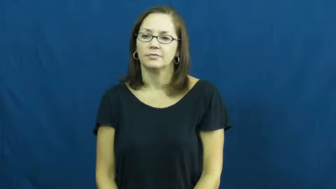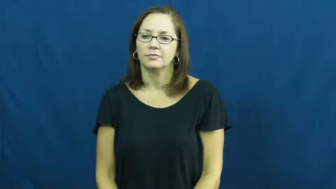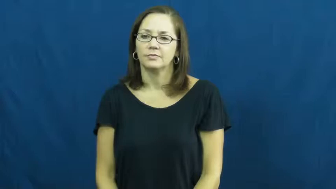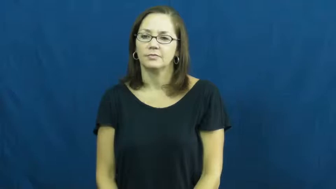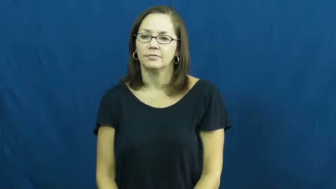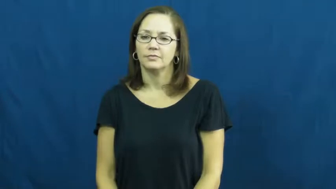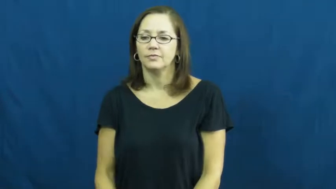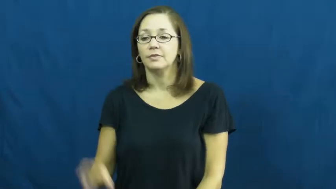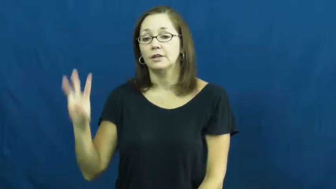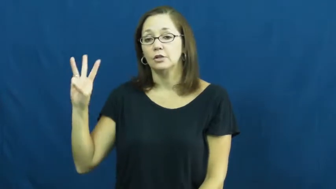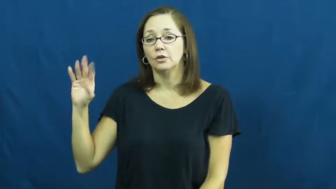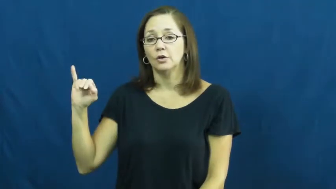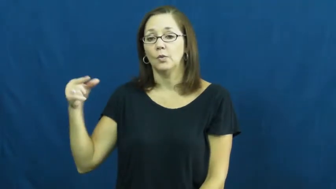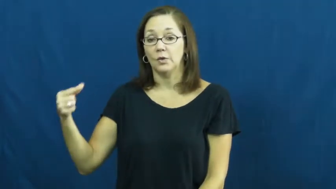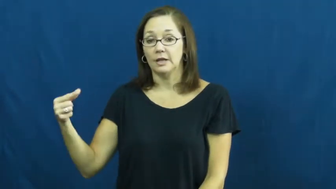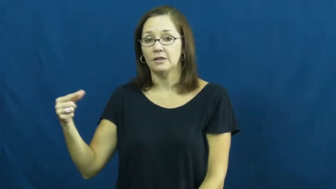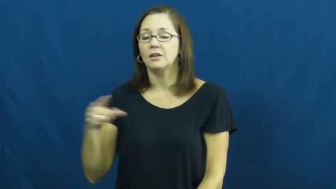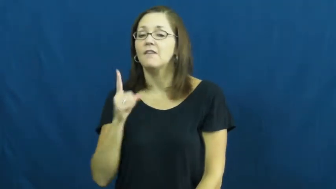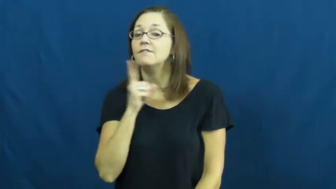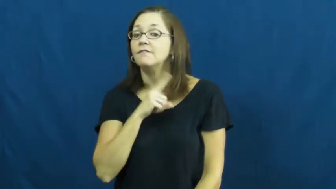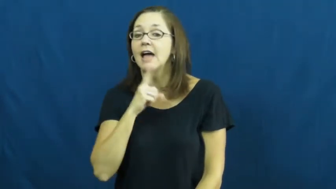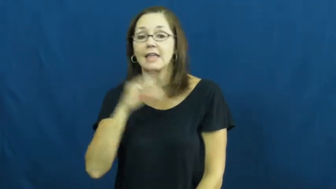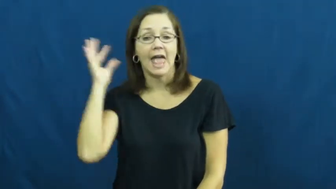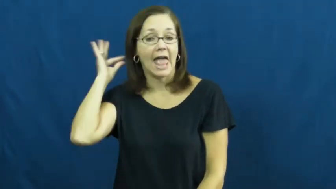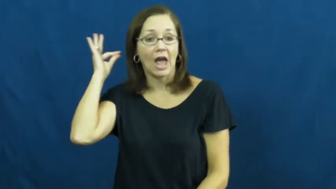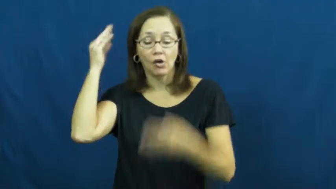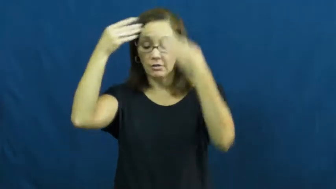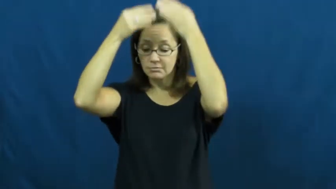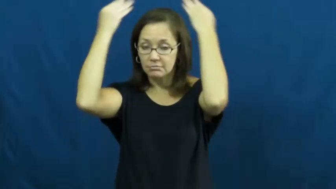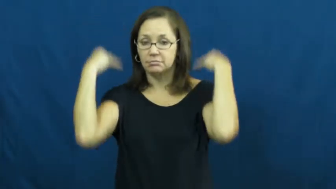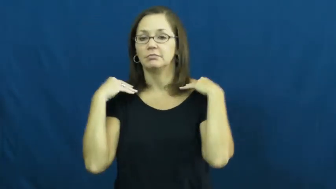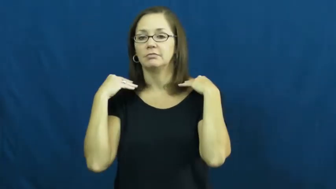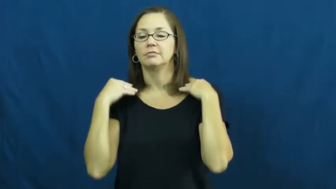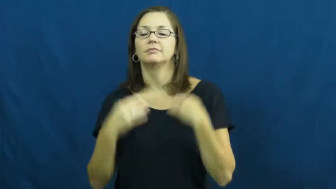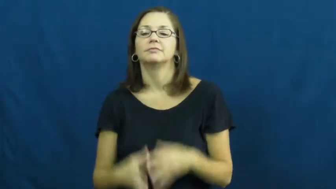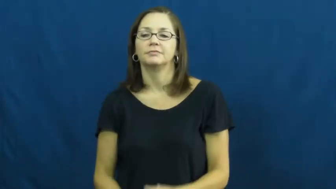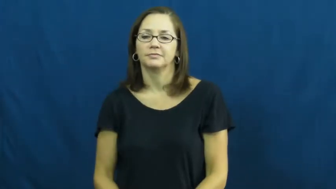wig,hairpiece,wiglet